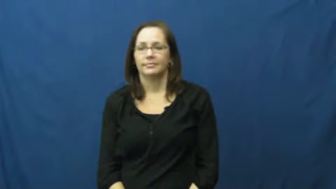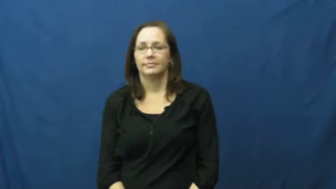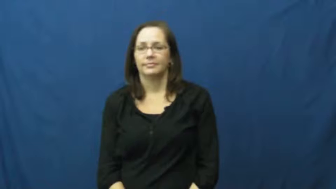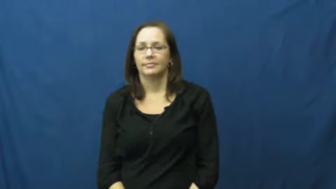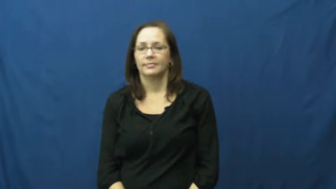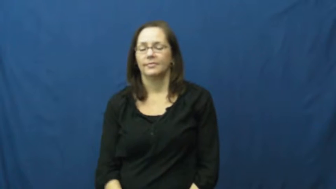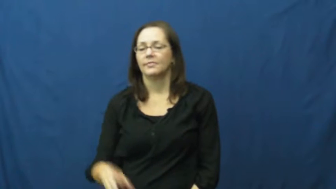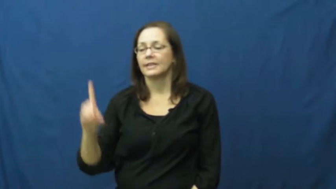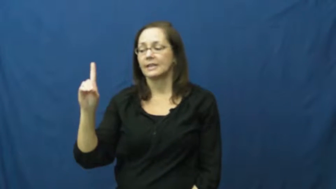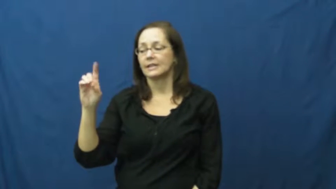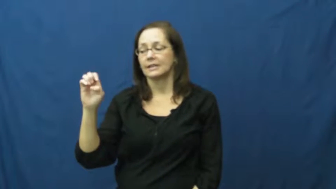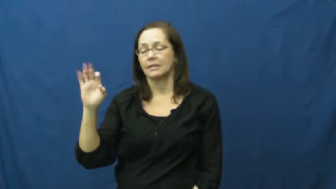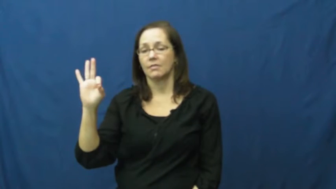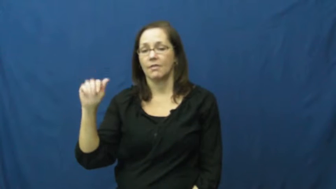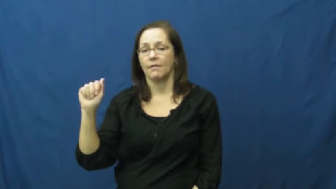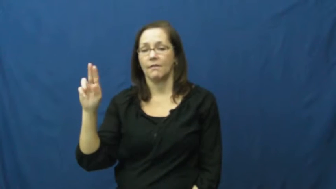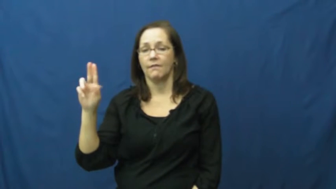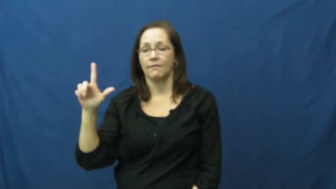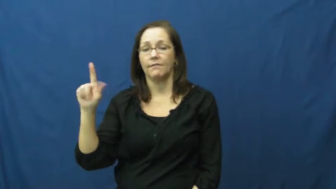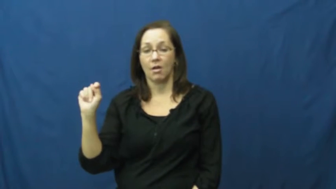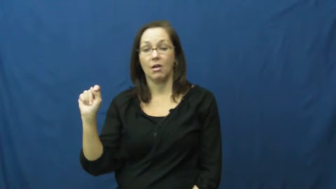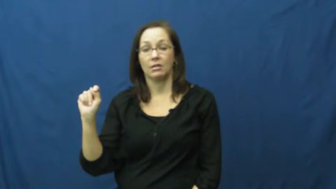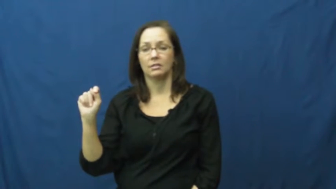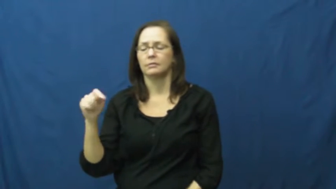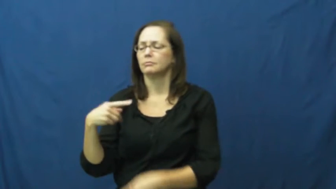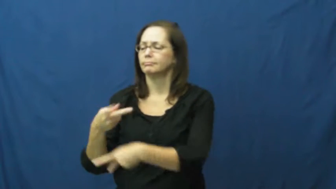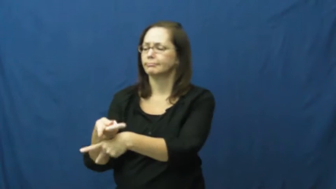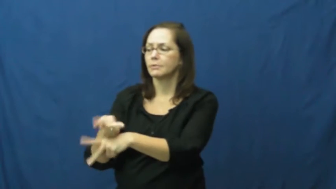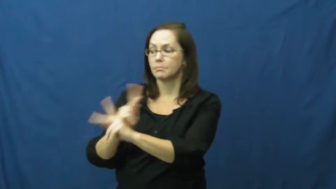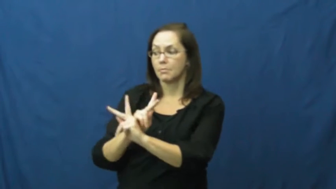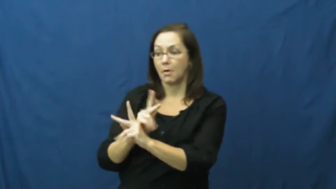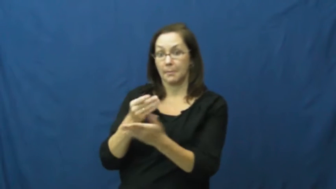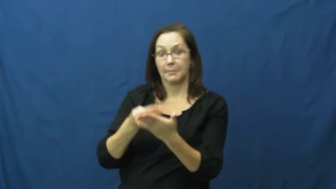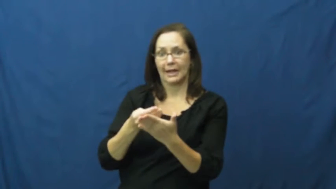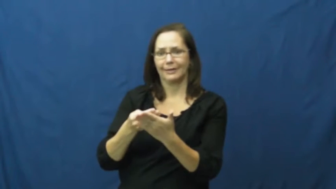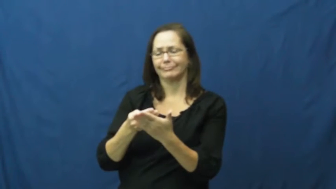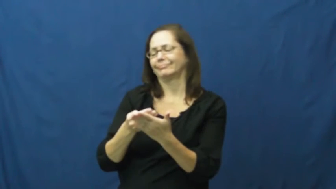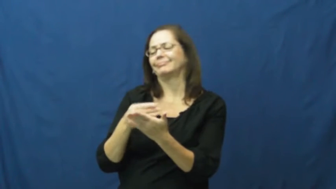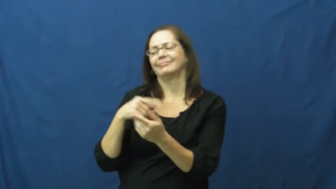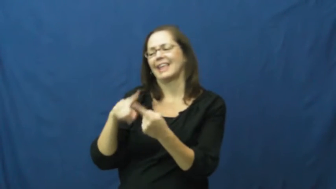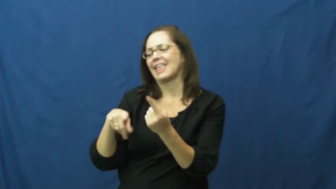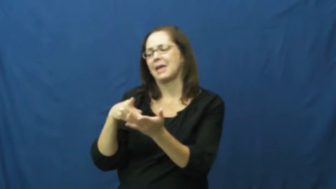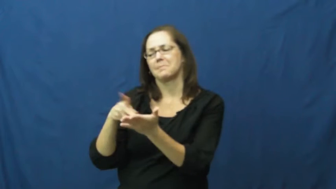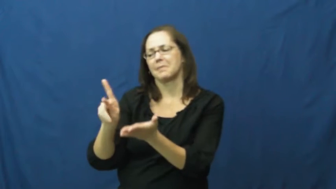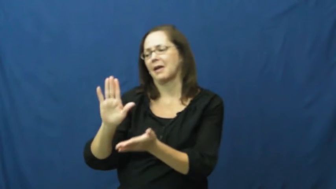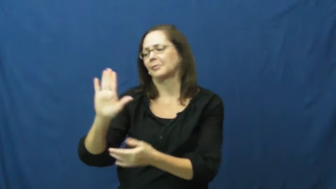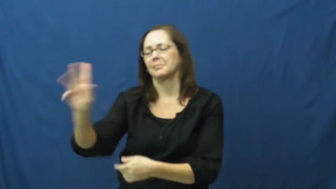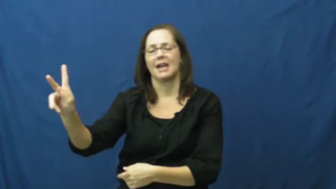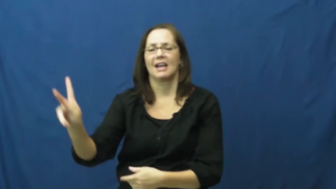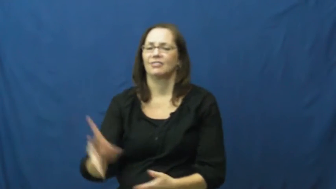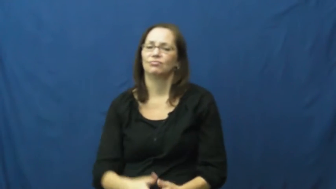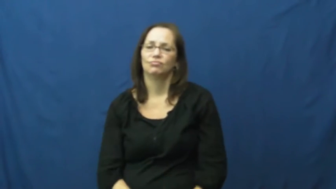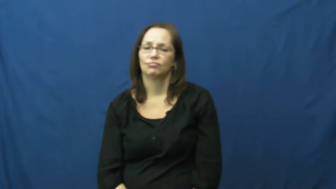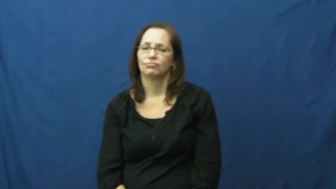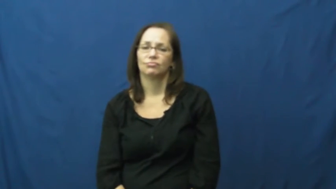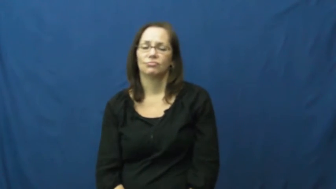default-loan